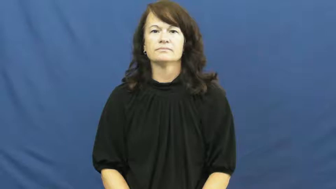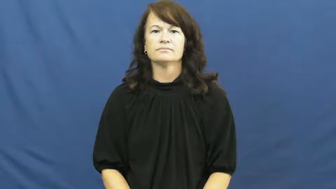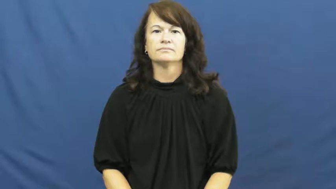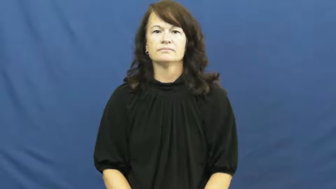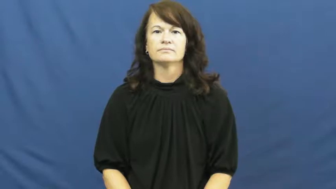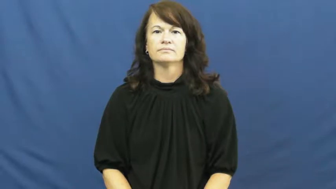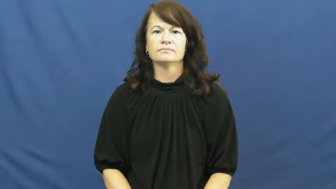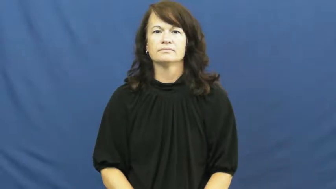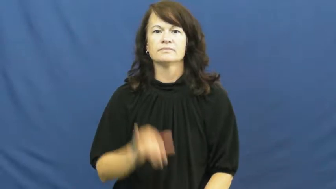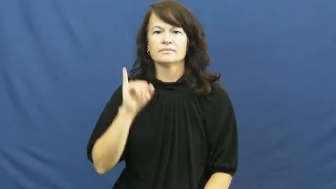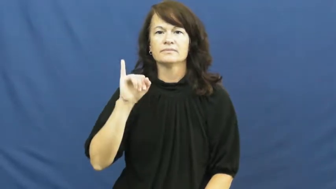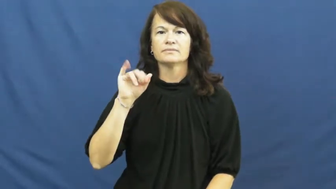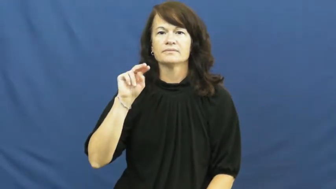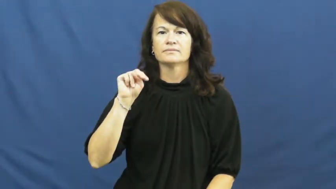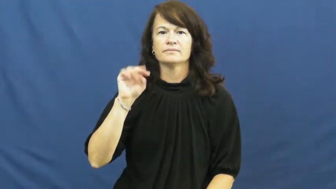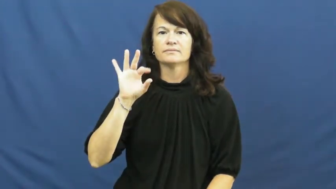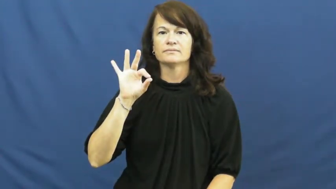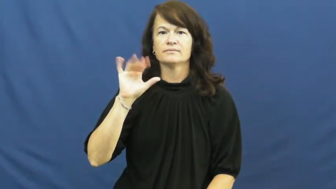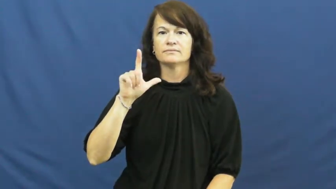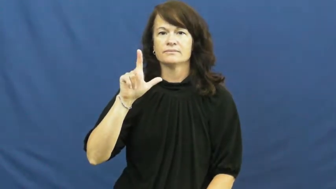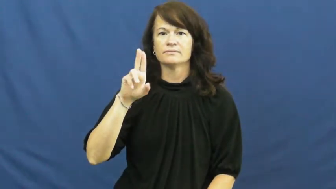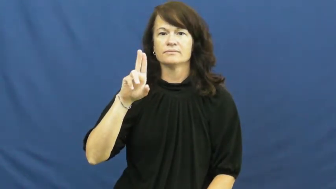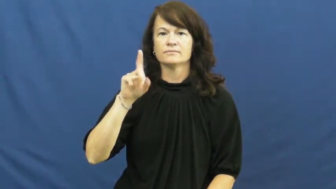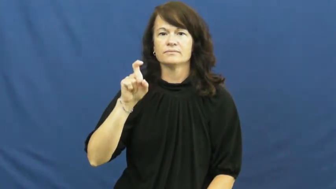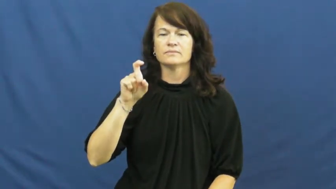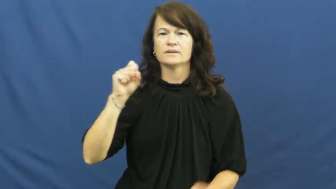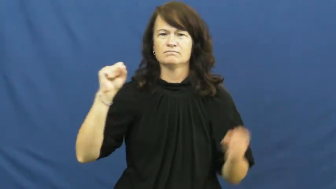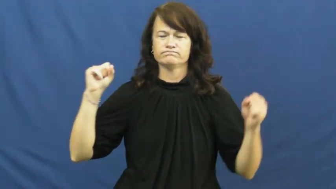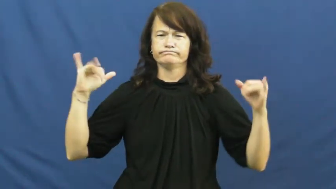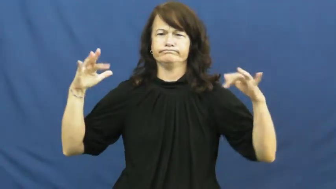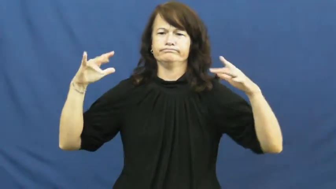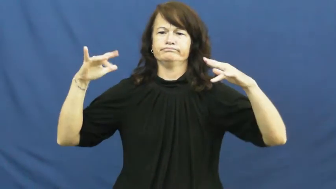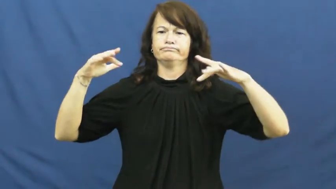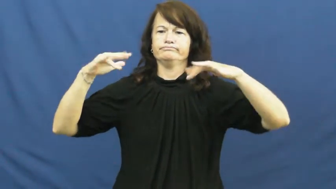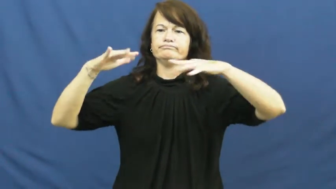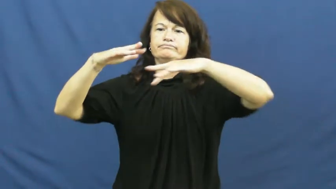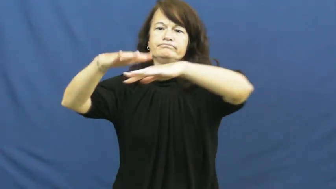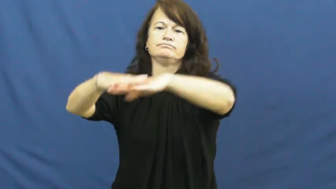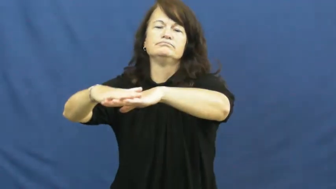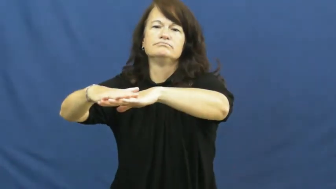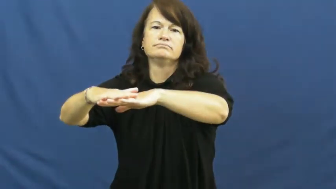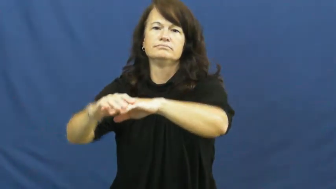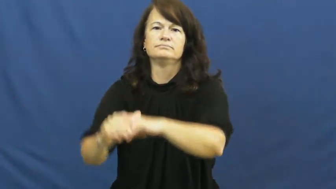influx